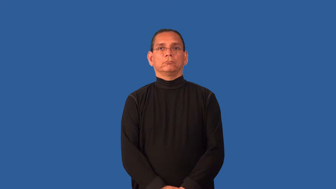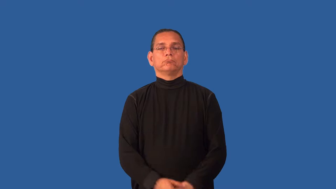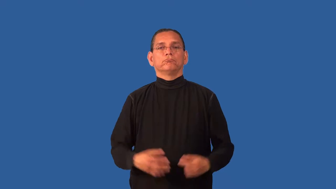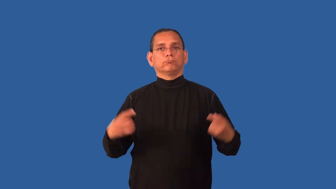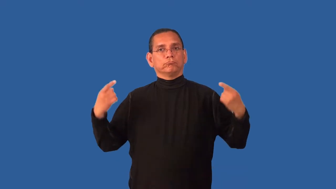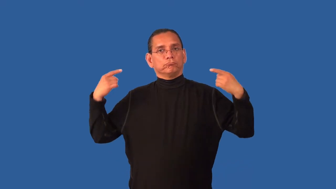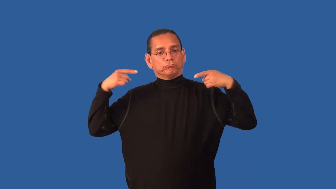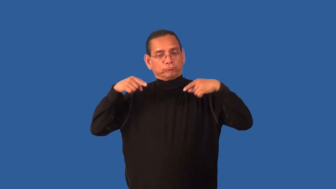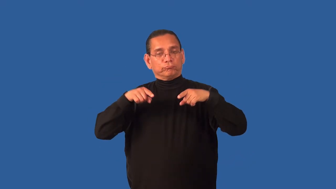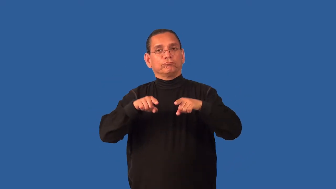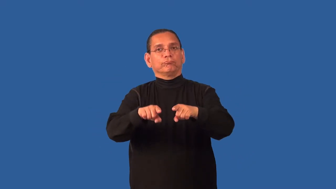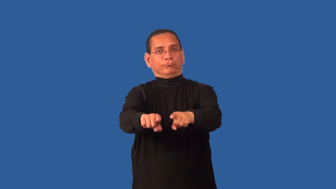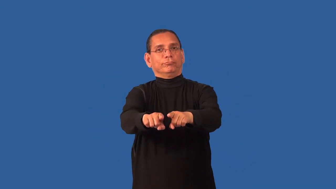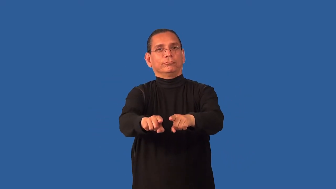corollary